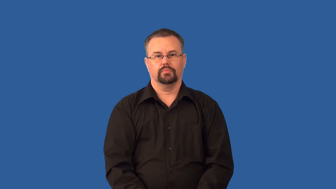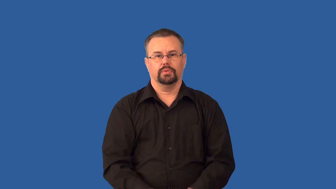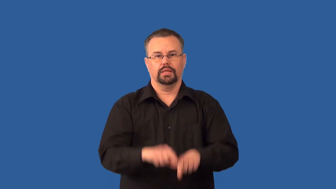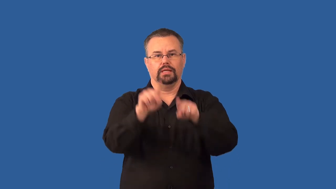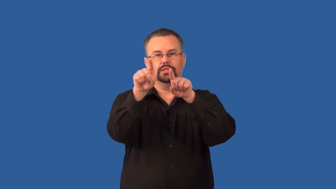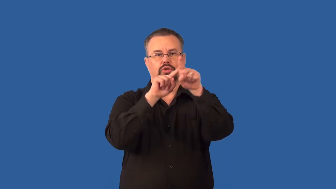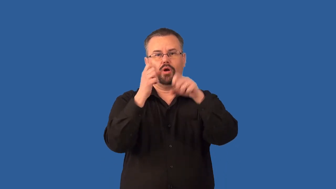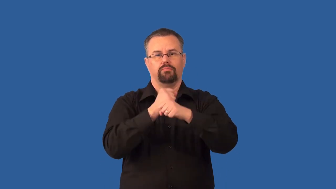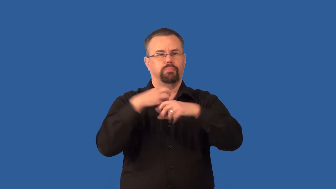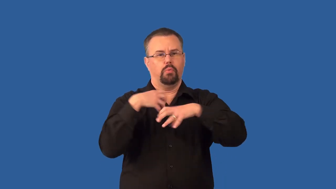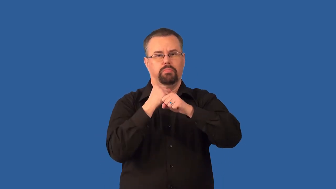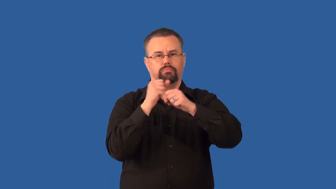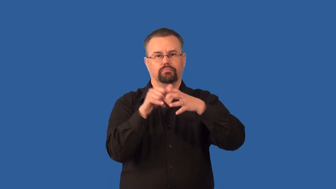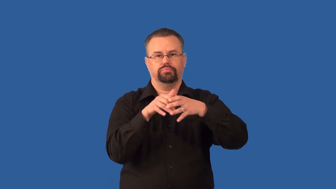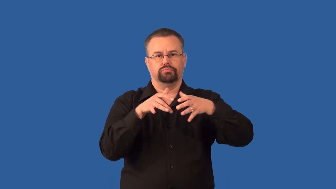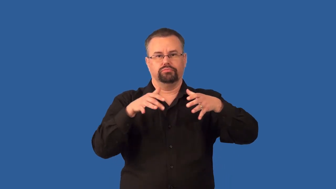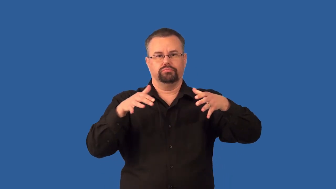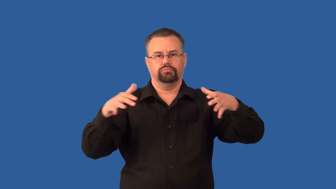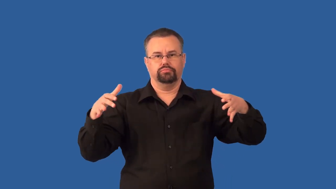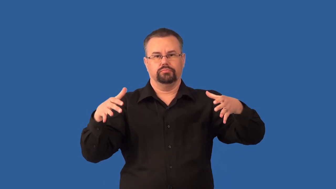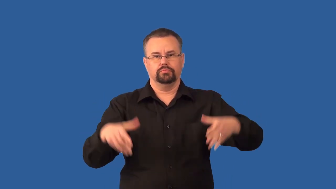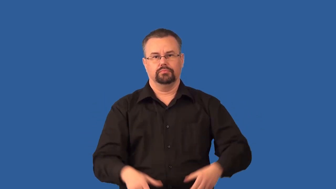supernova